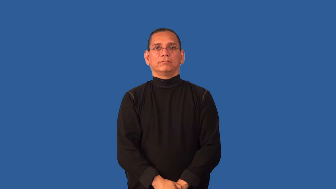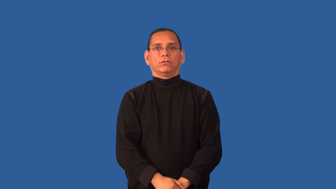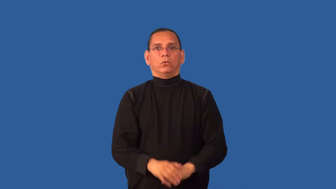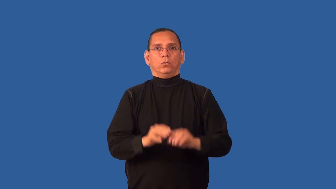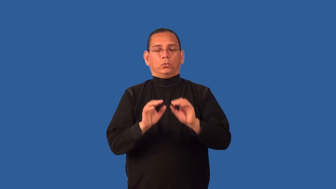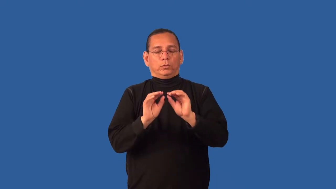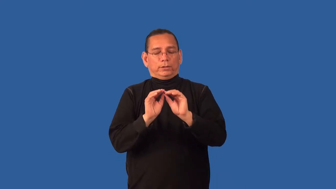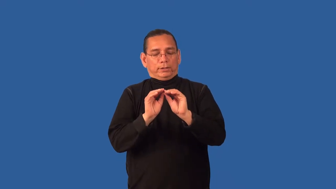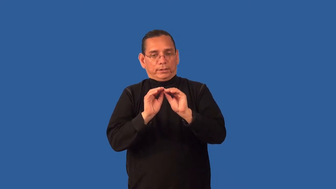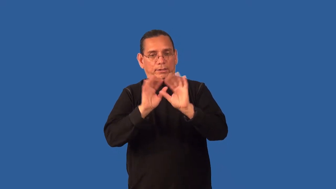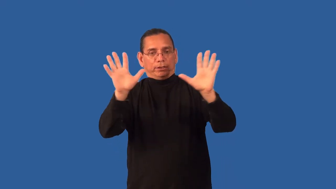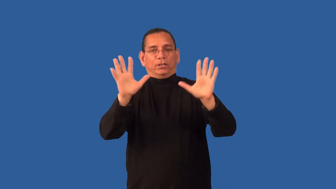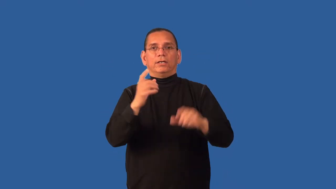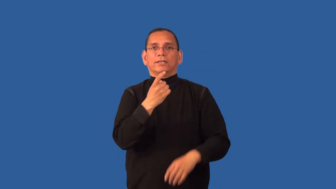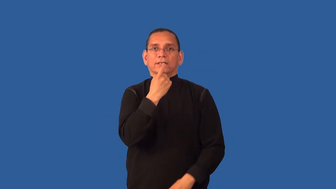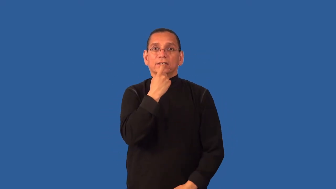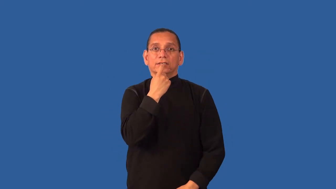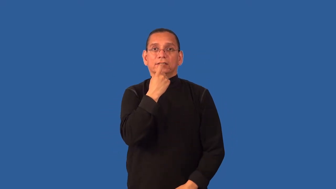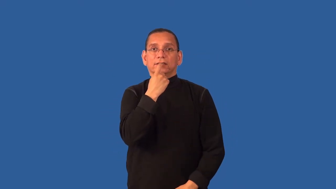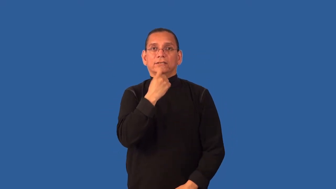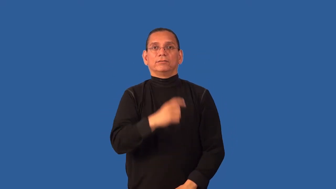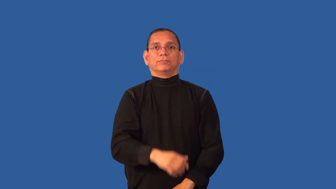crystal